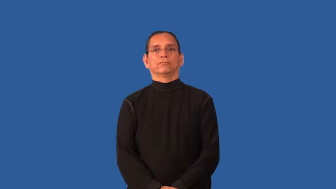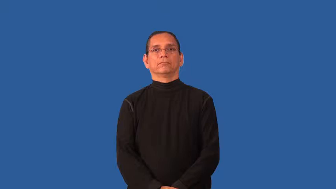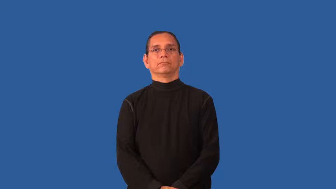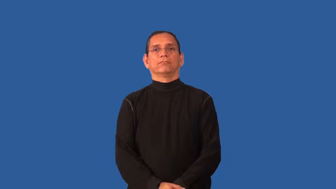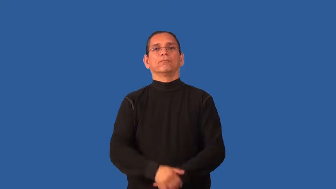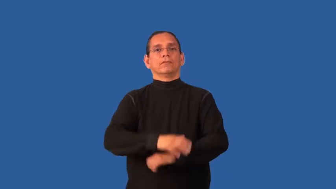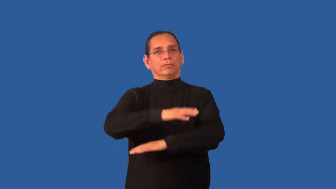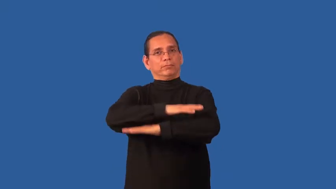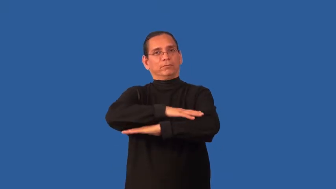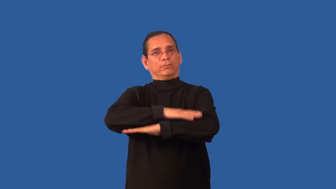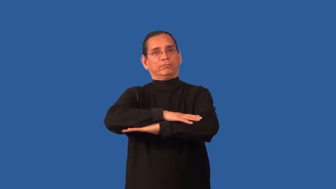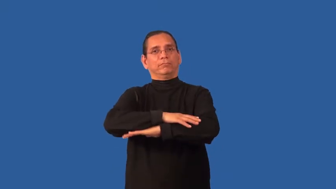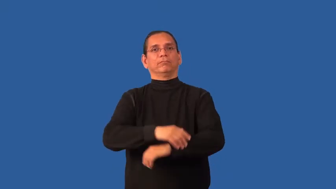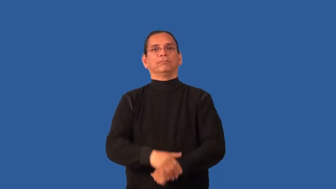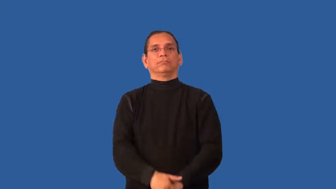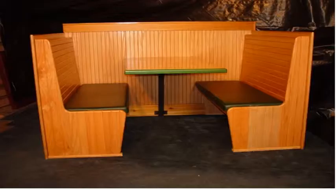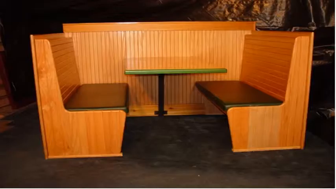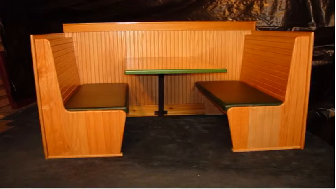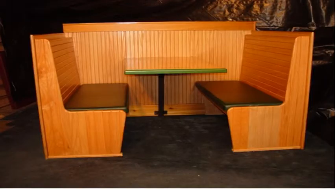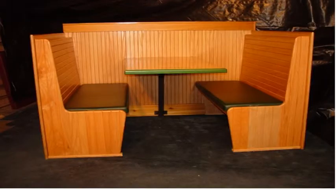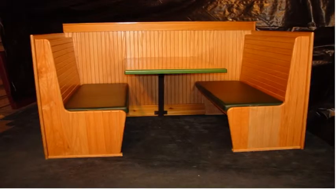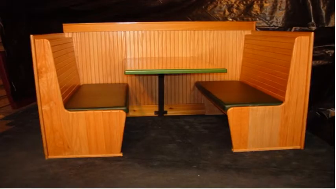booth-restaurant